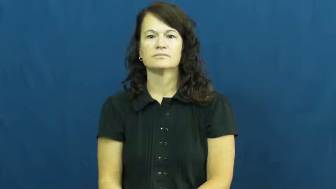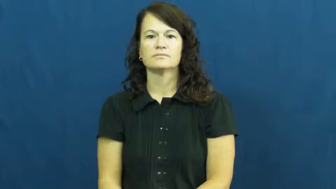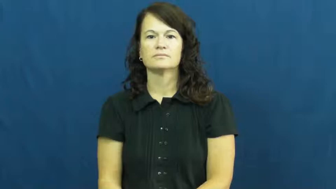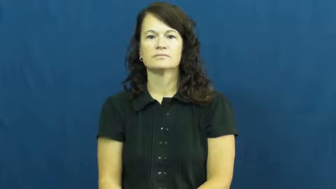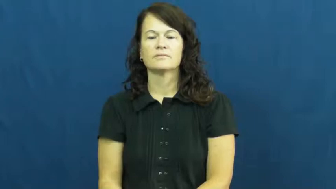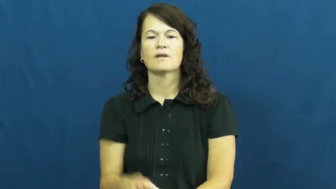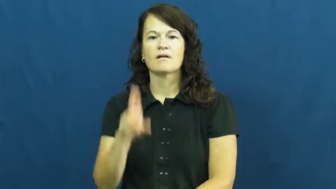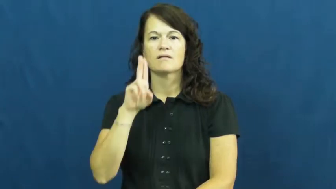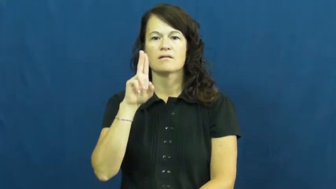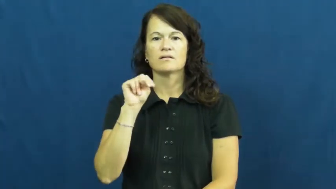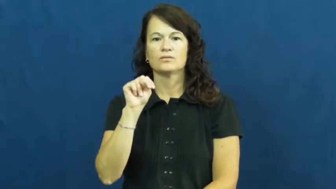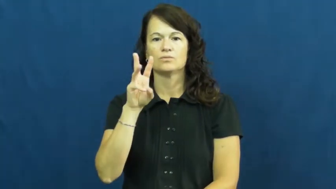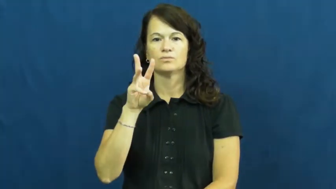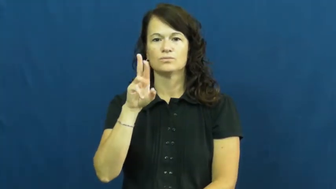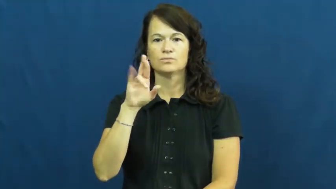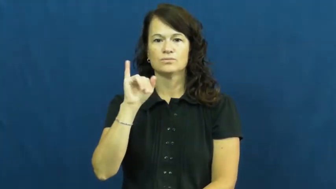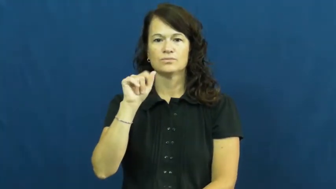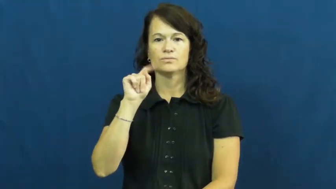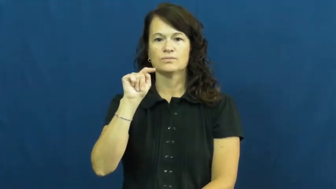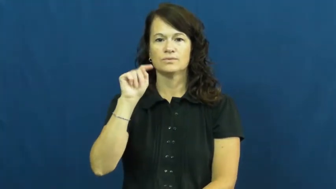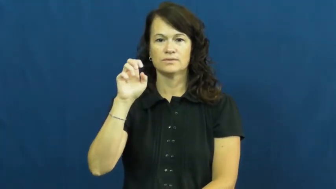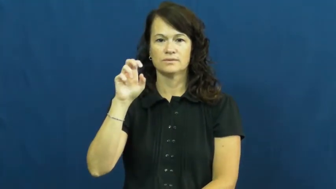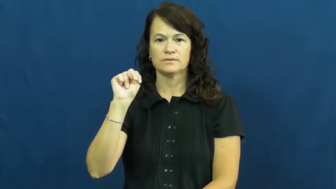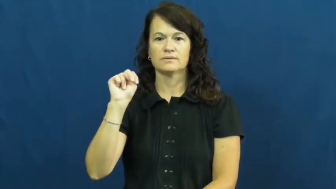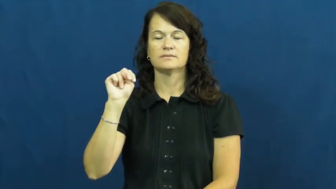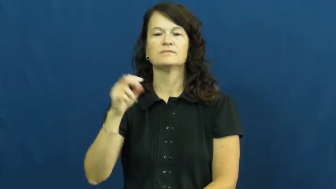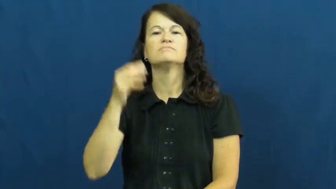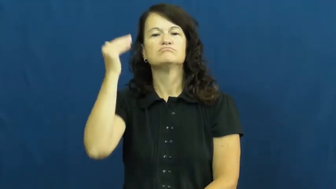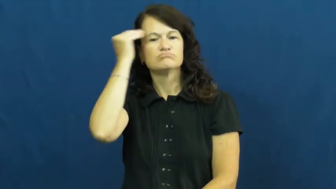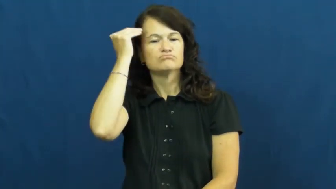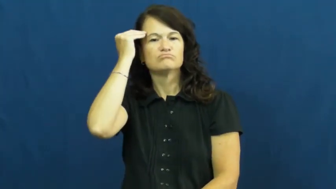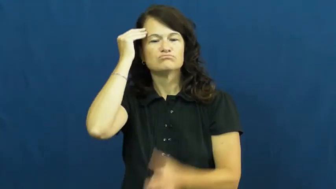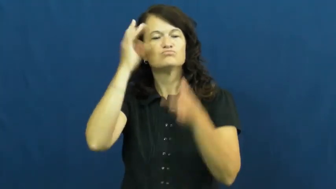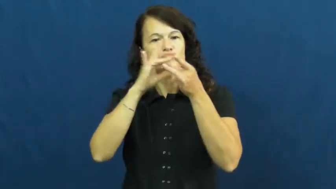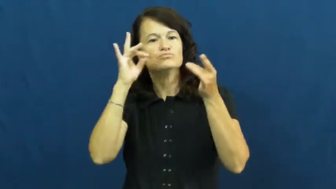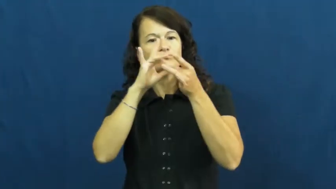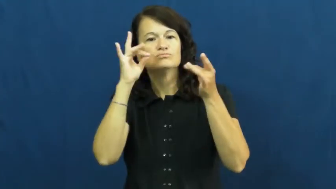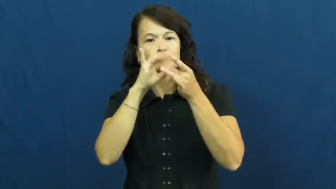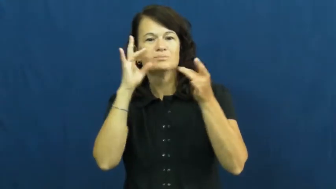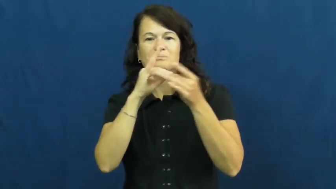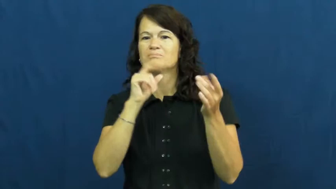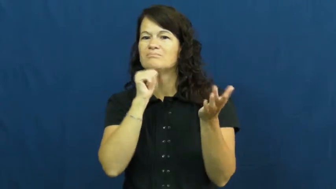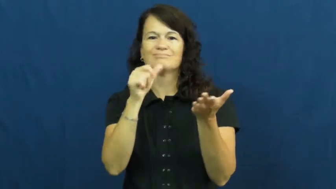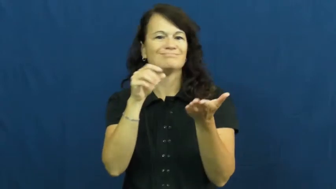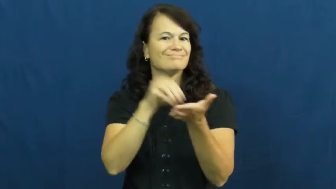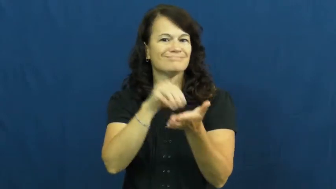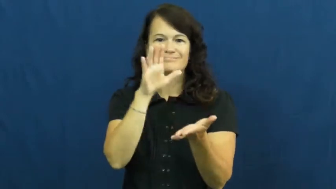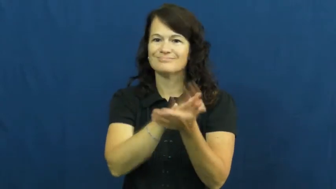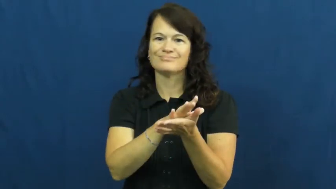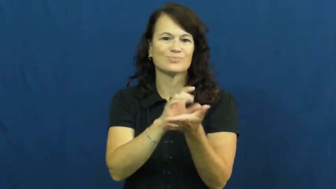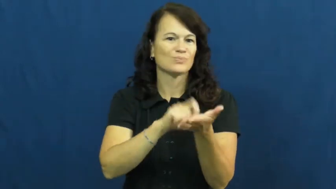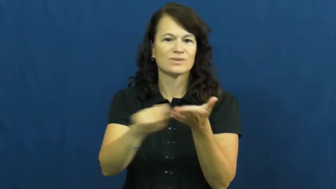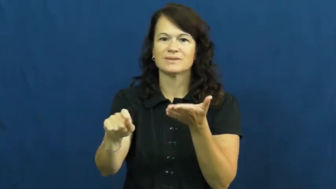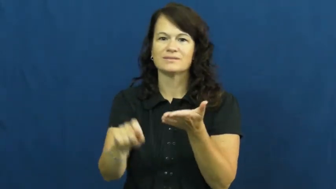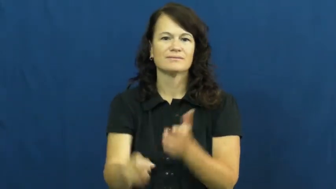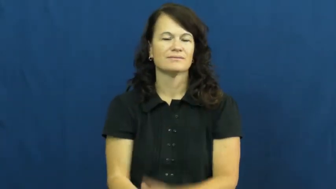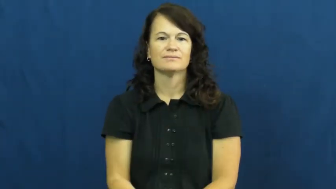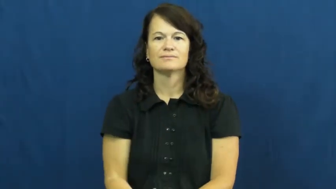unwritten